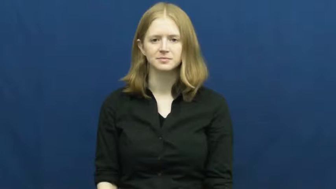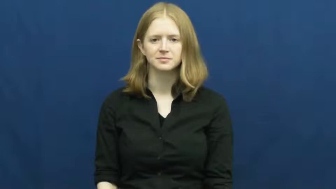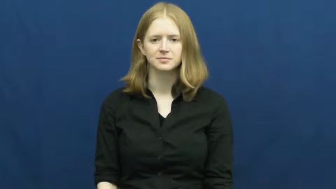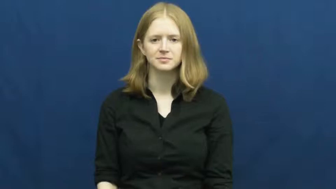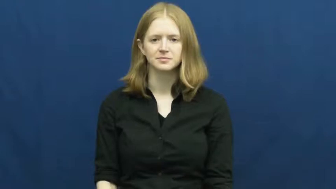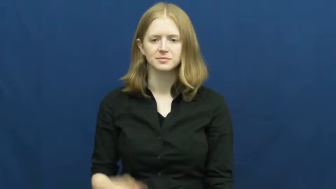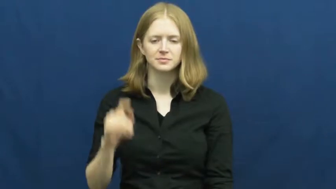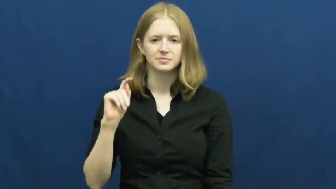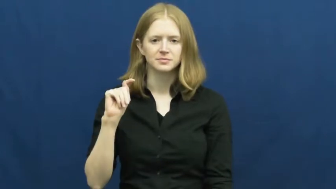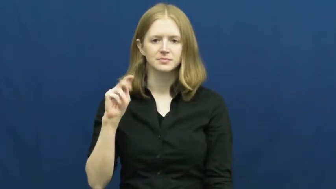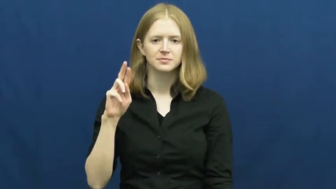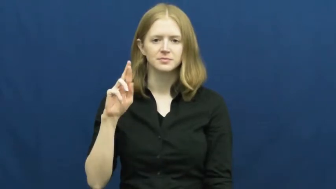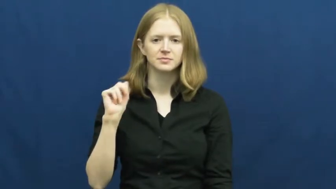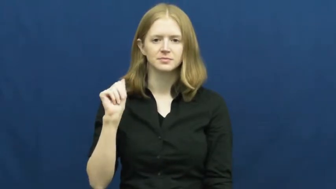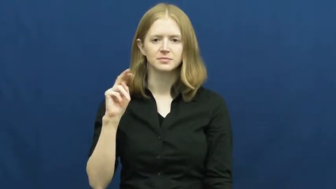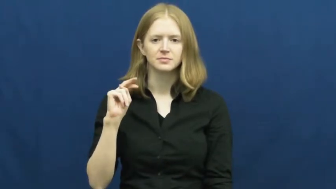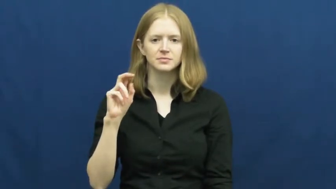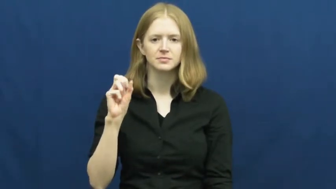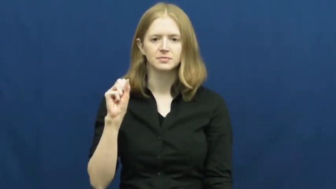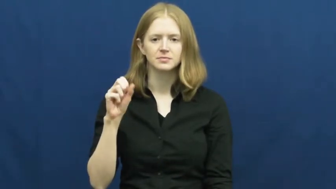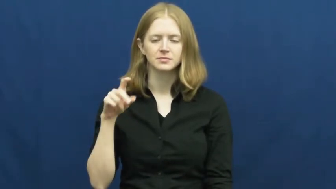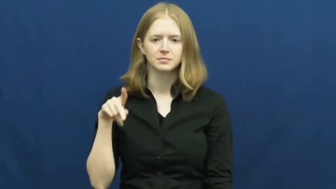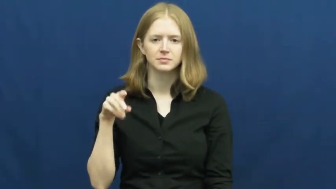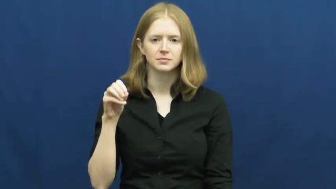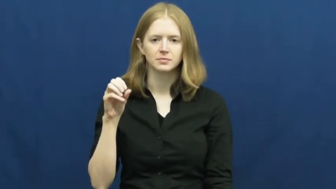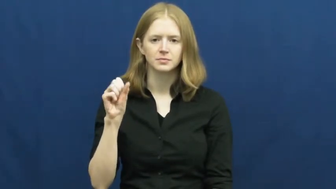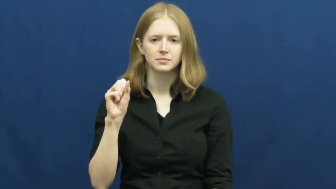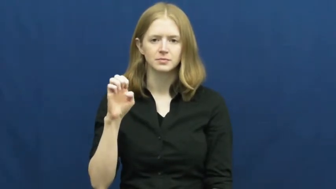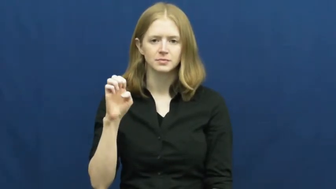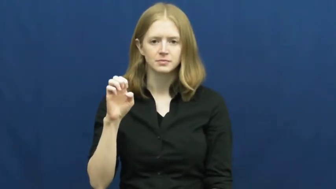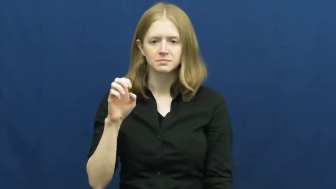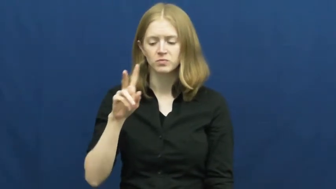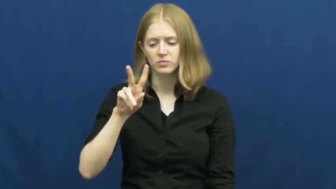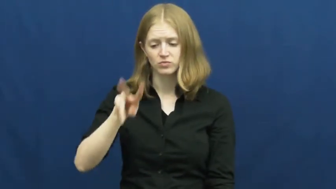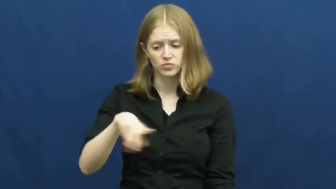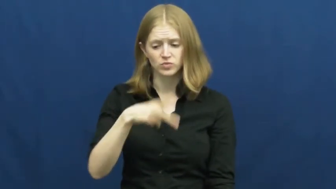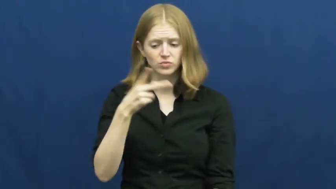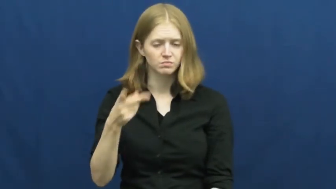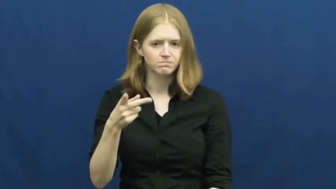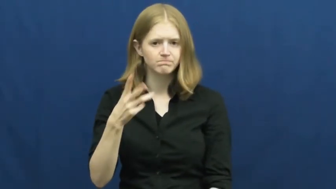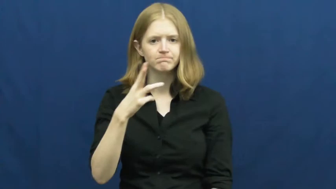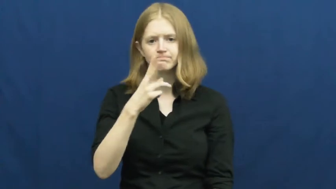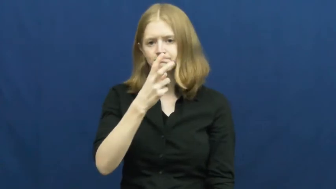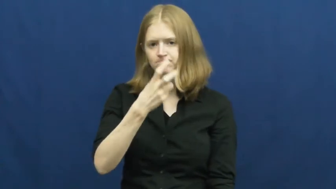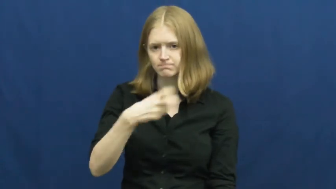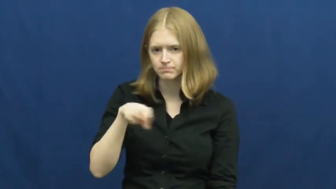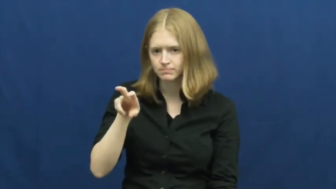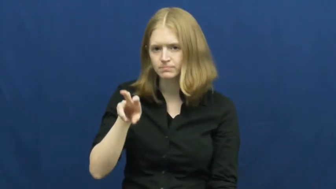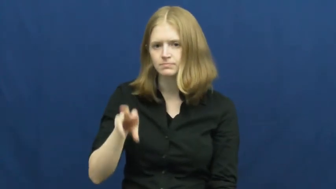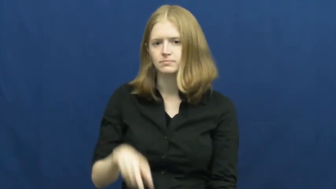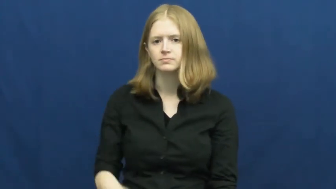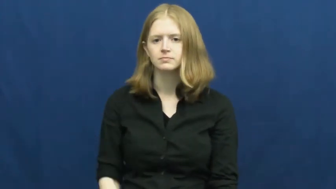transpose